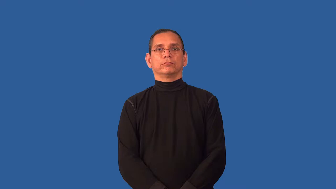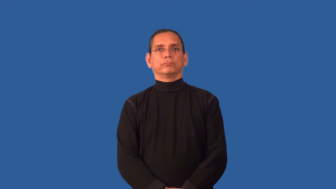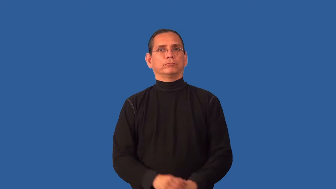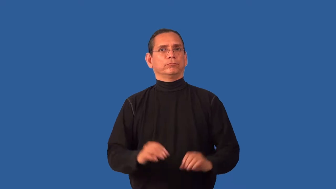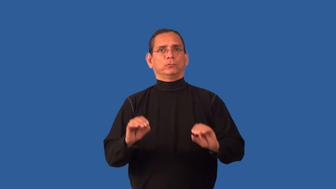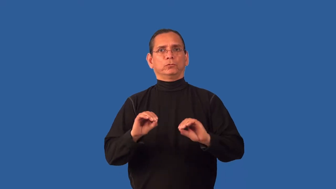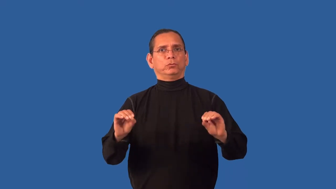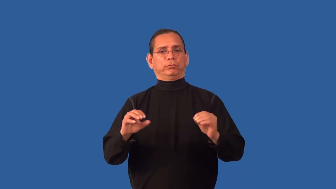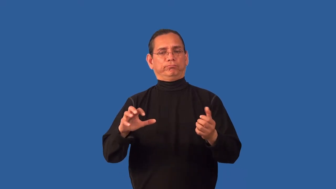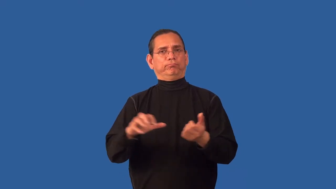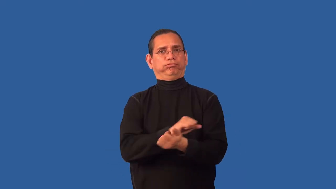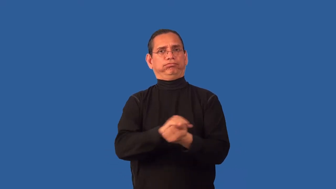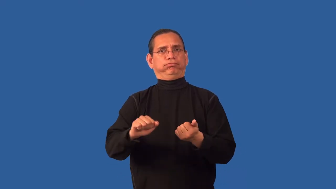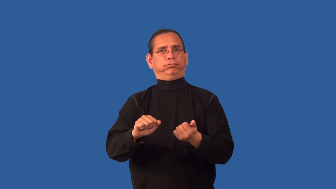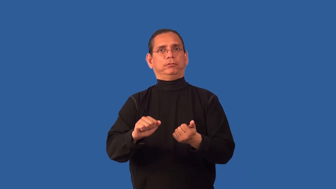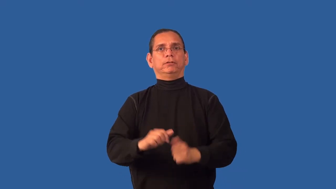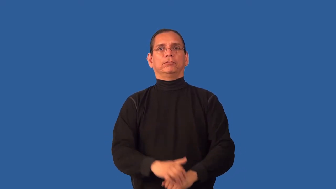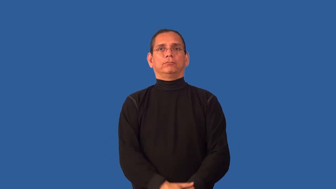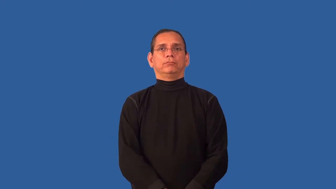intact